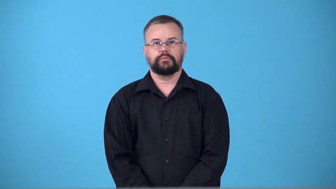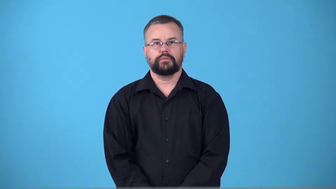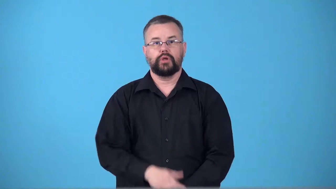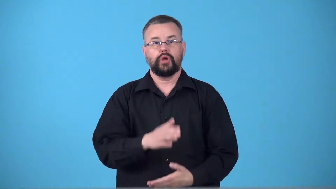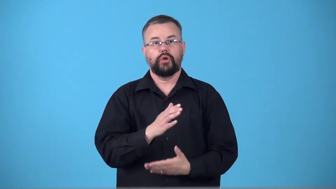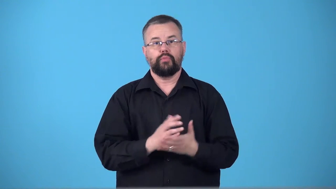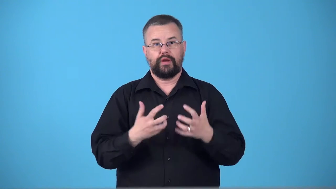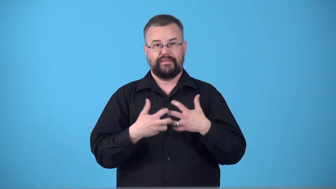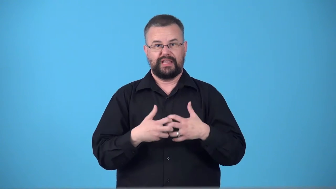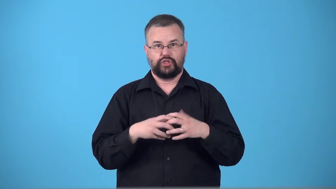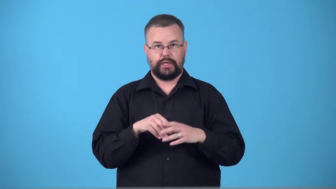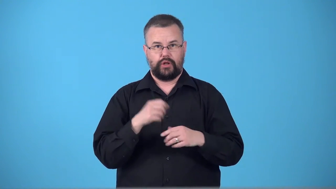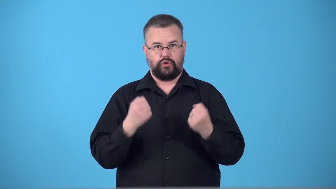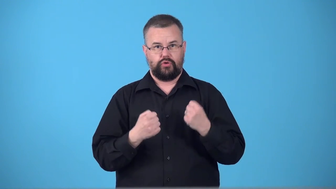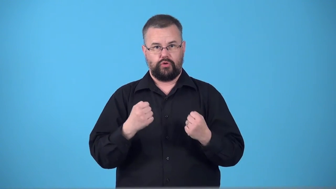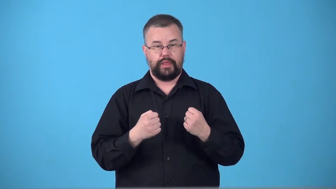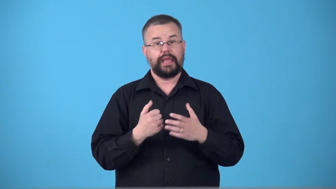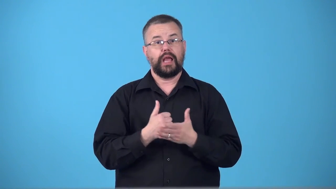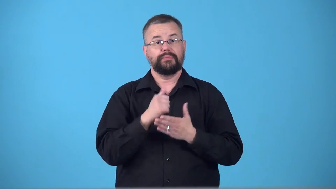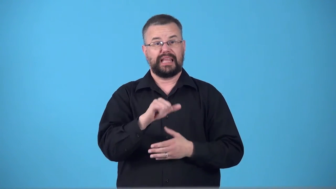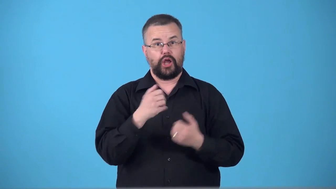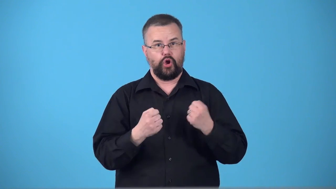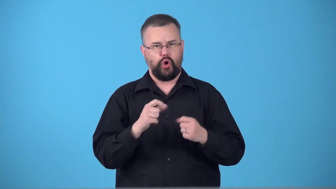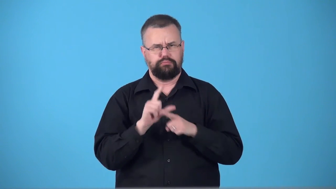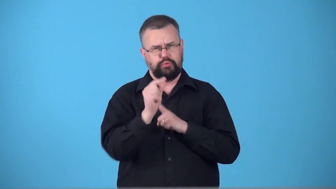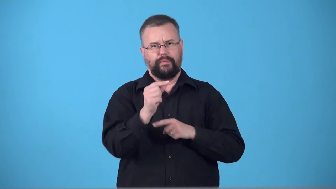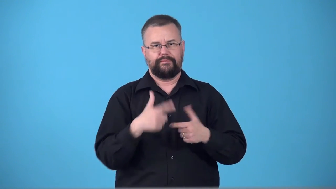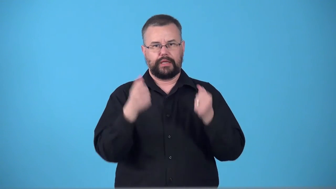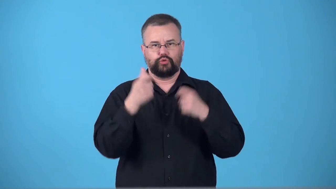supercharger,supercharge